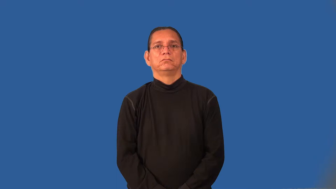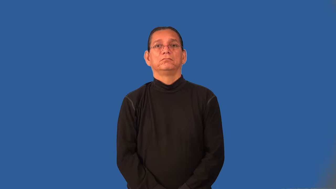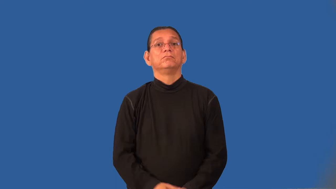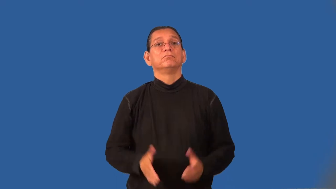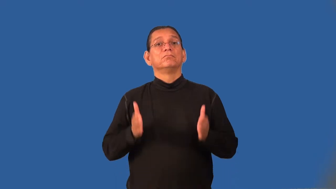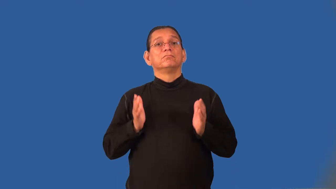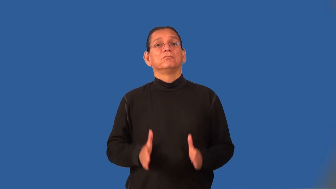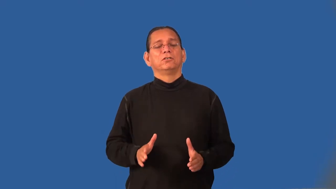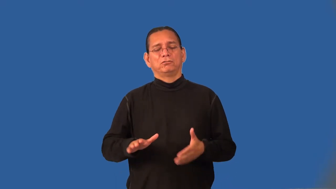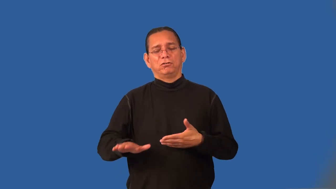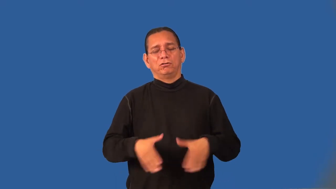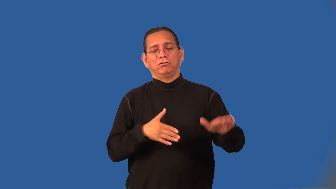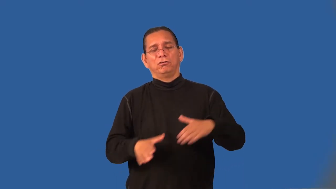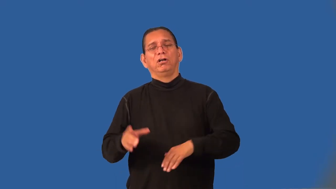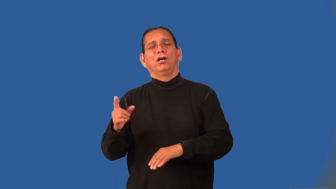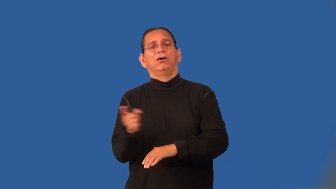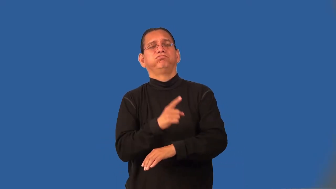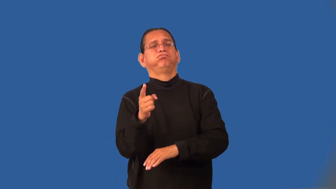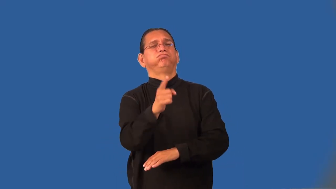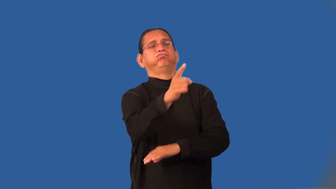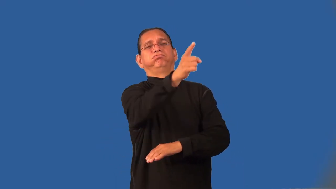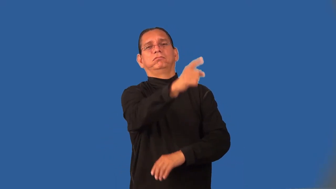hiker